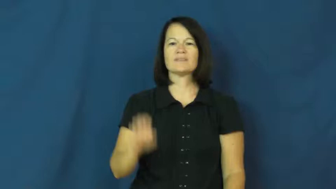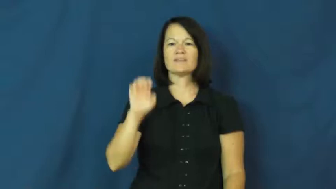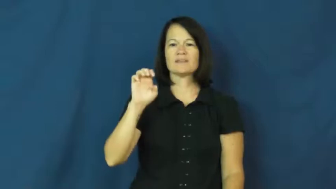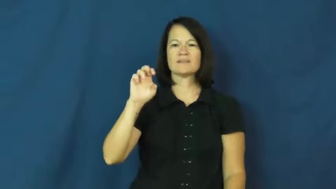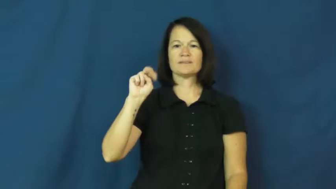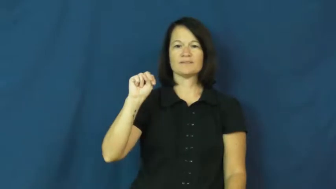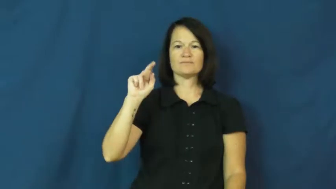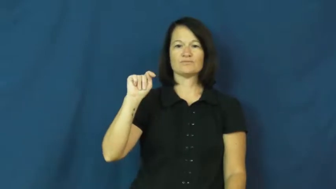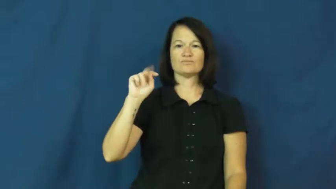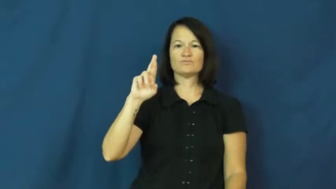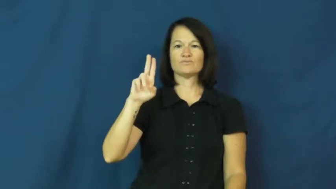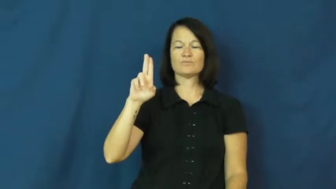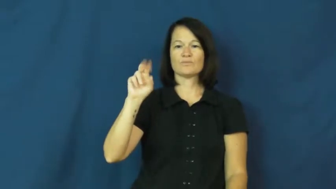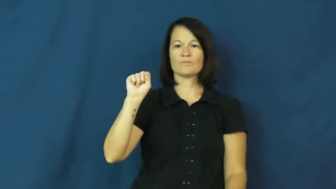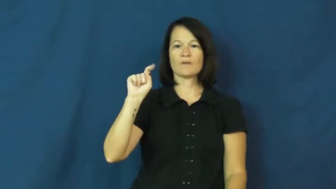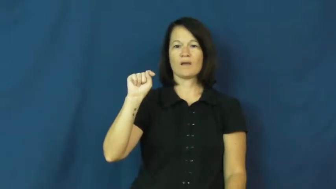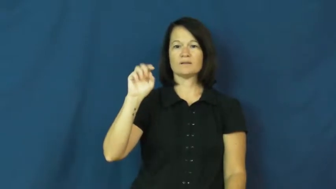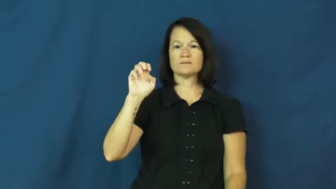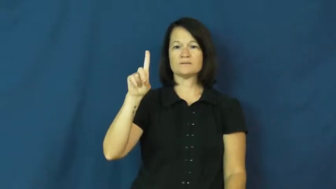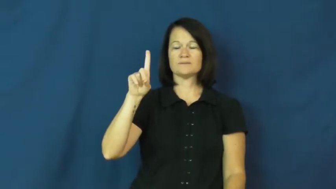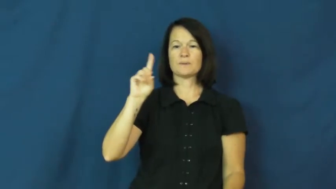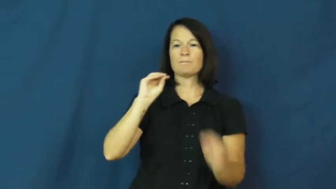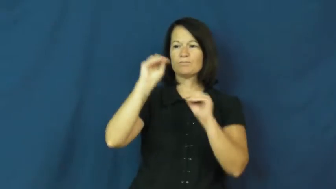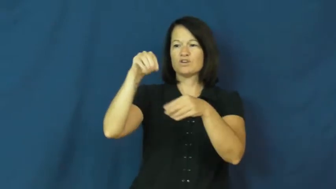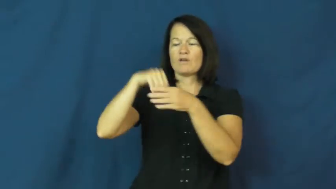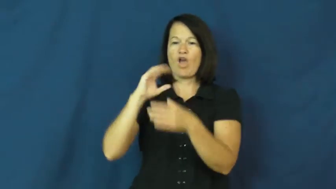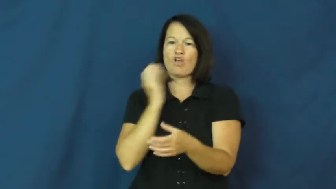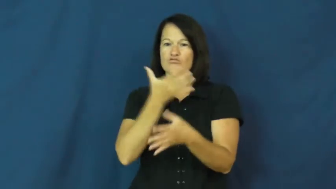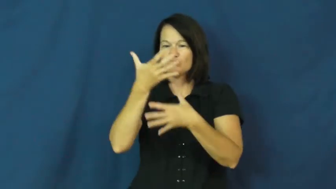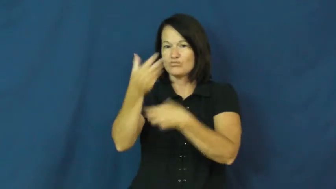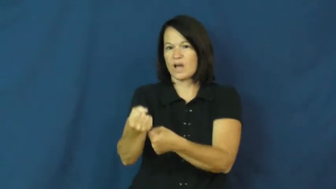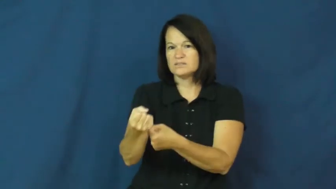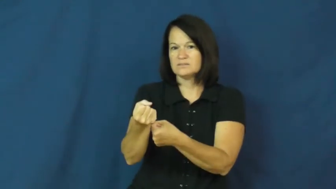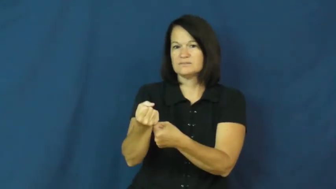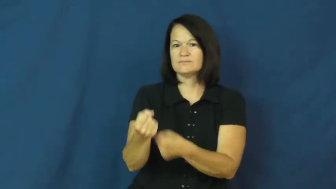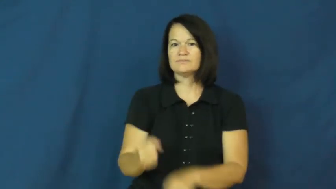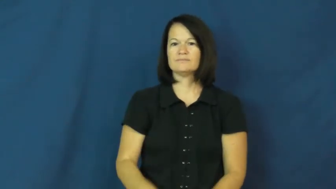entrust